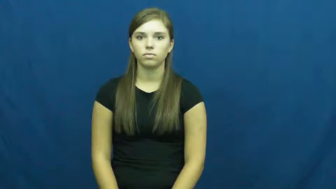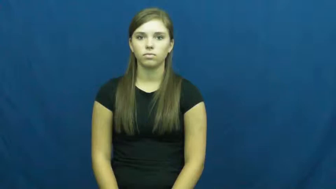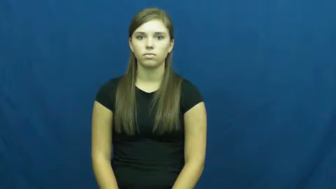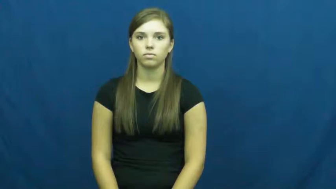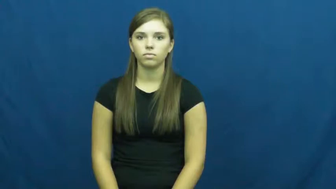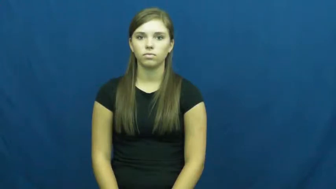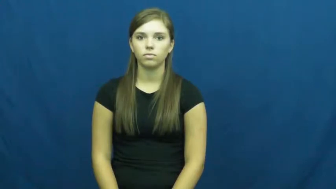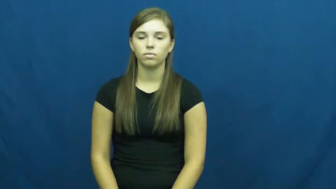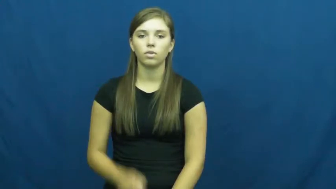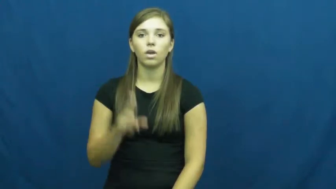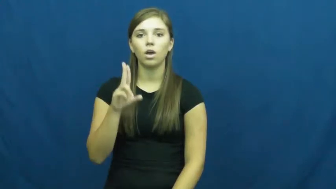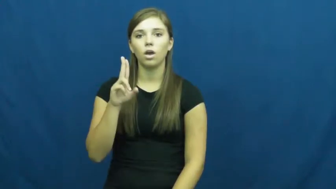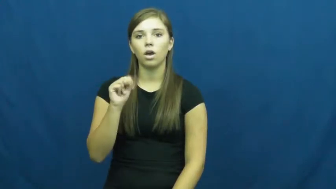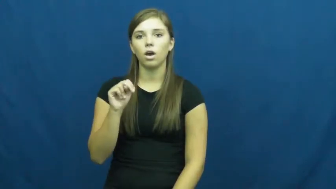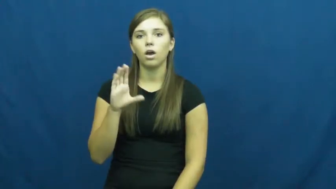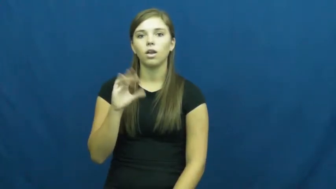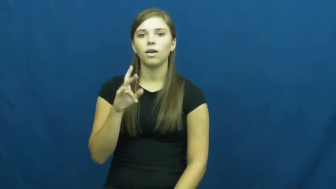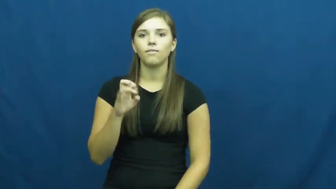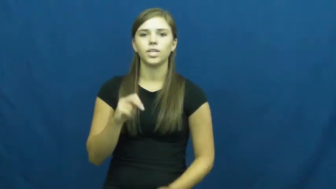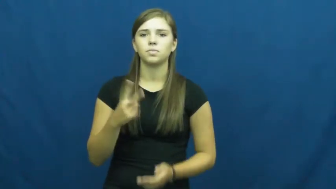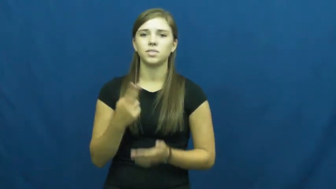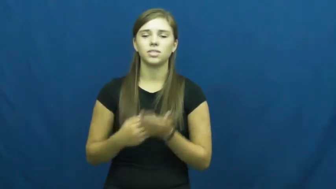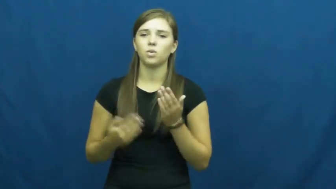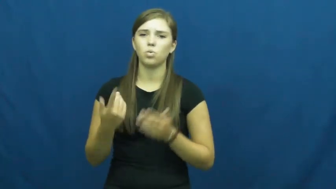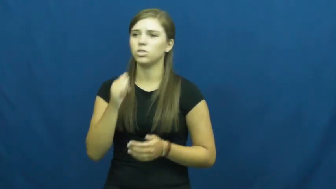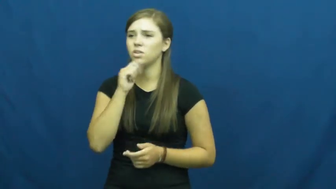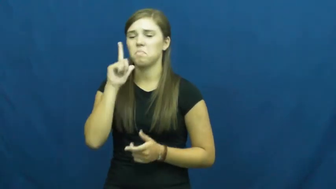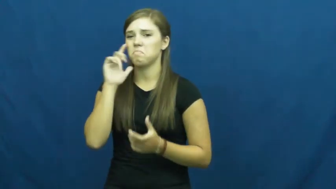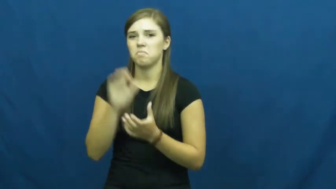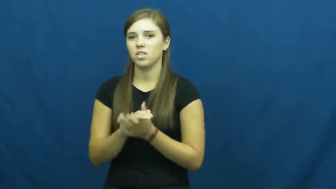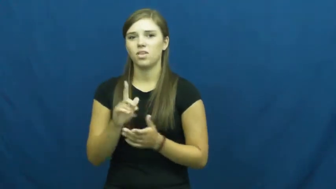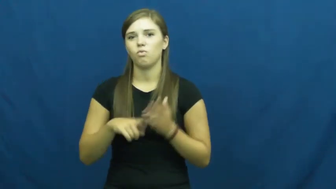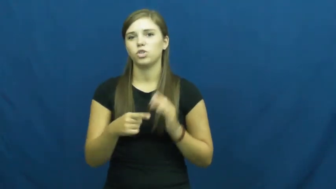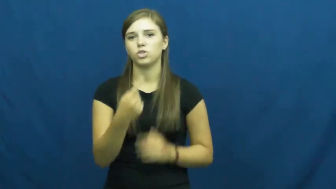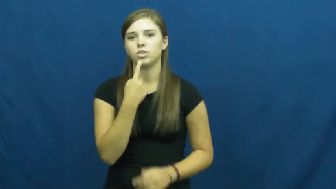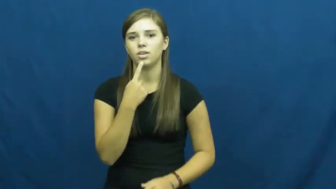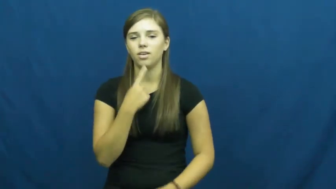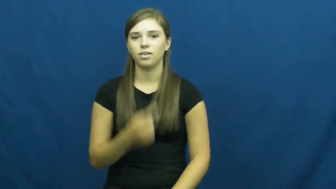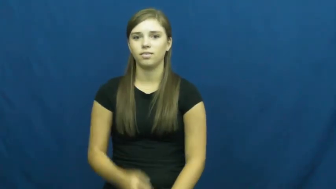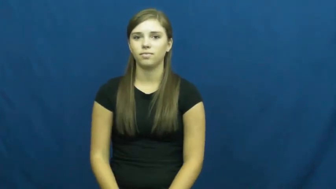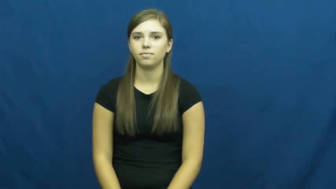unconvinced